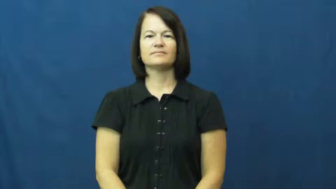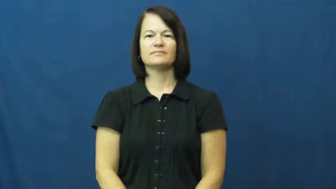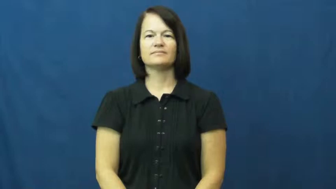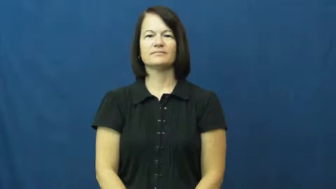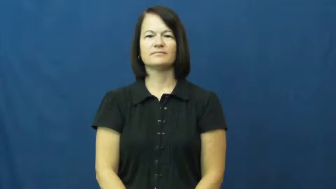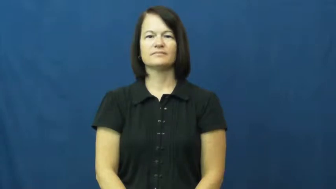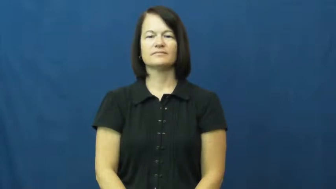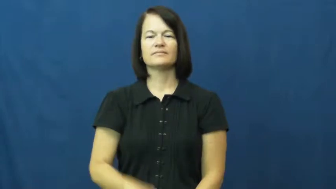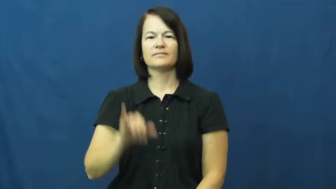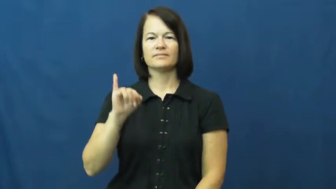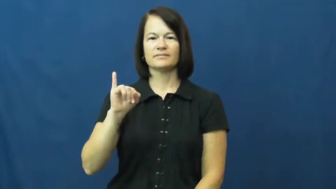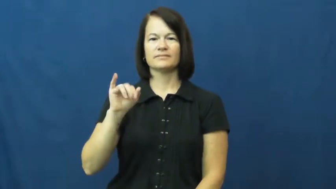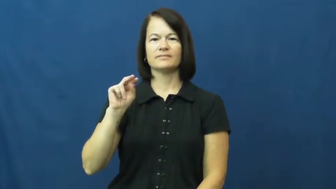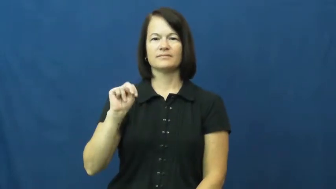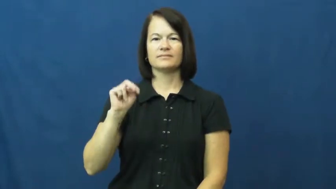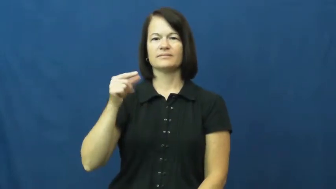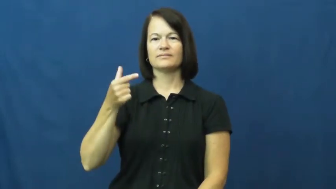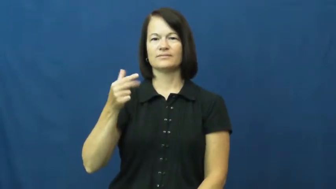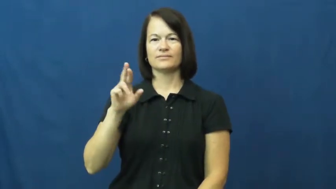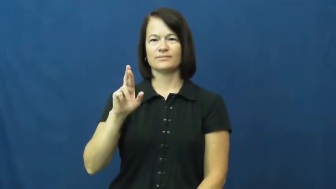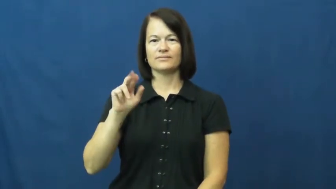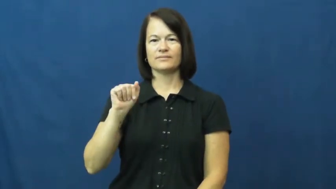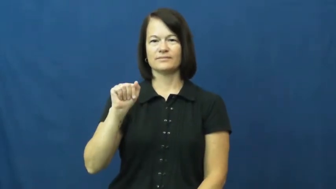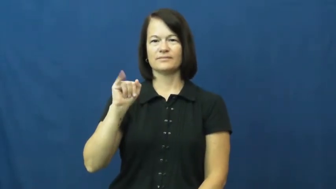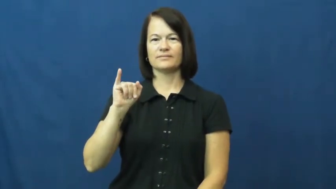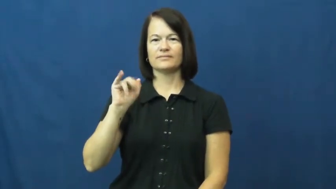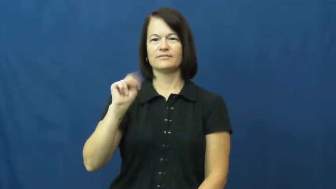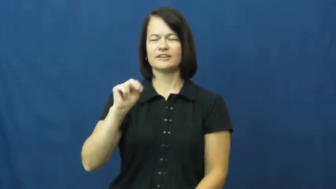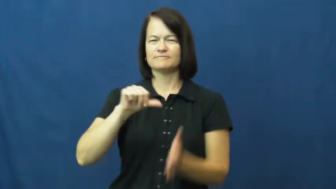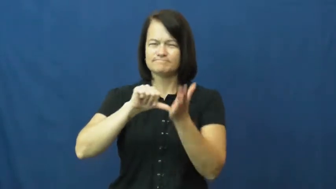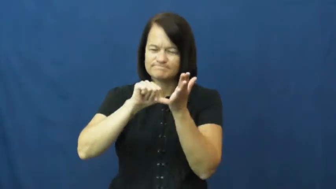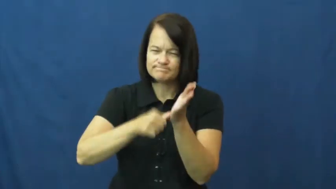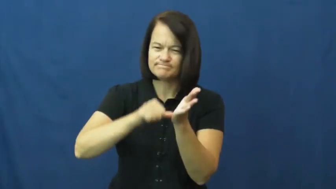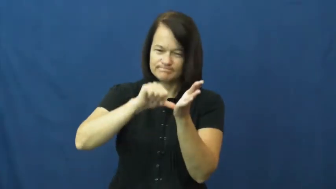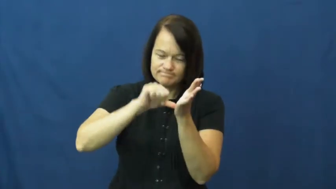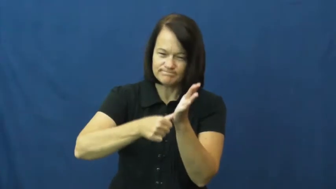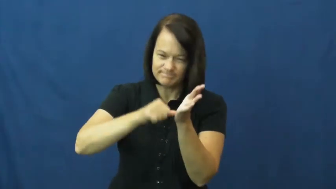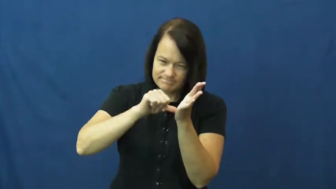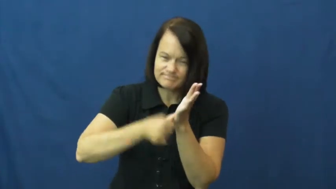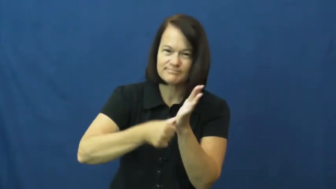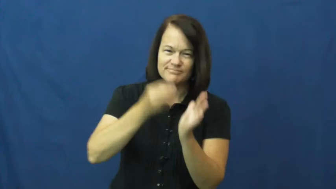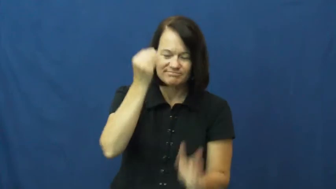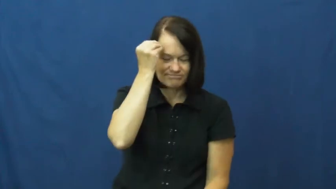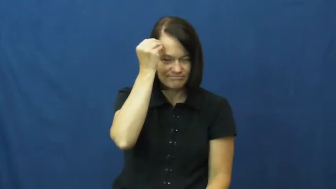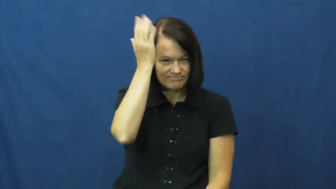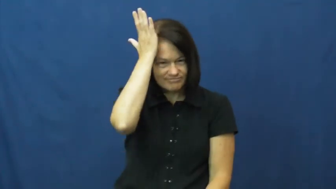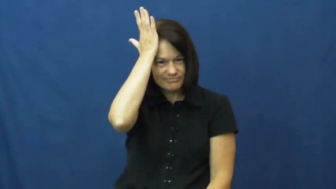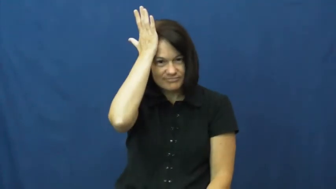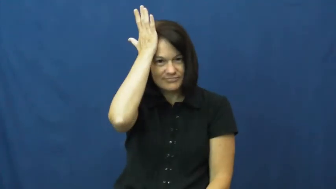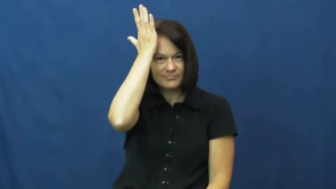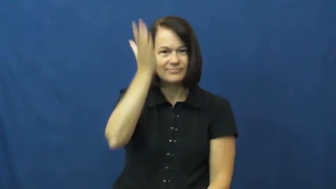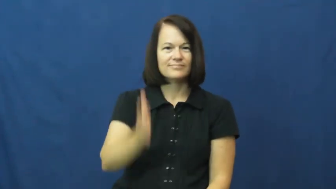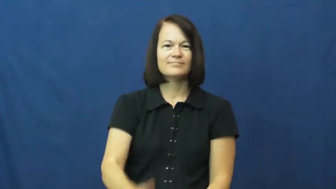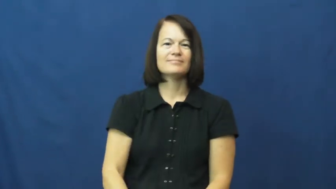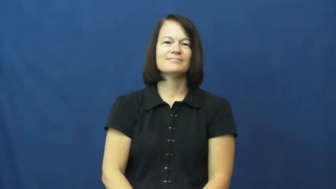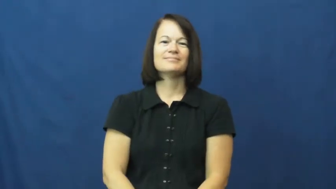ingrain-mind